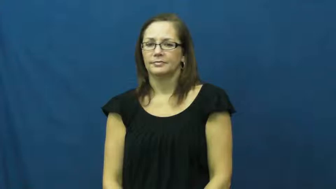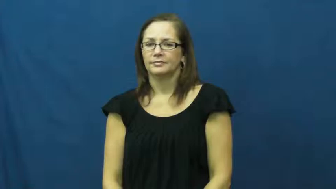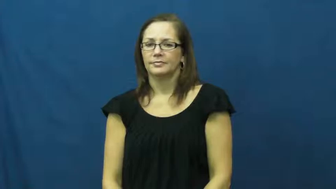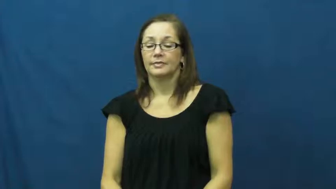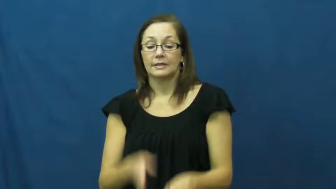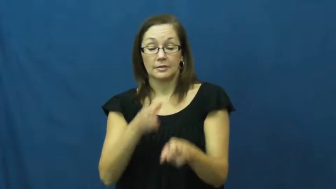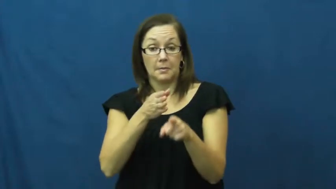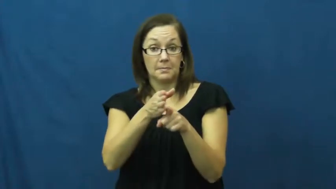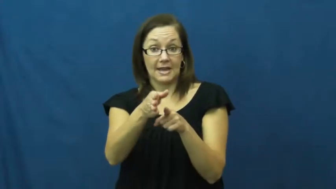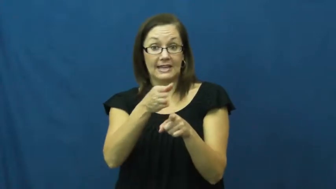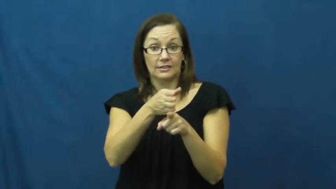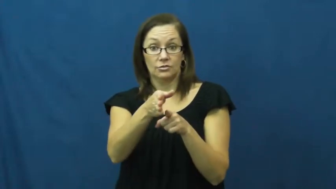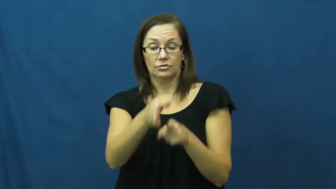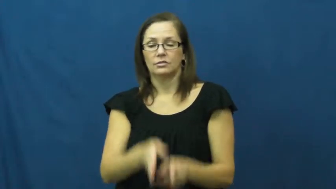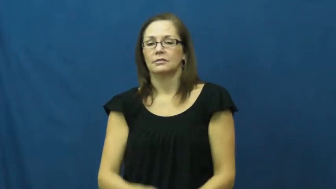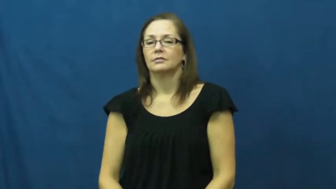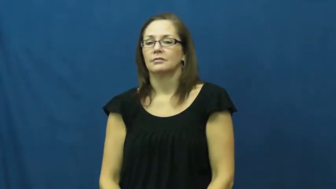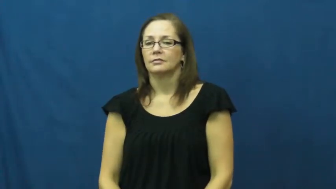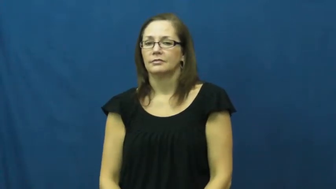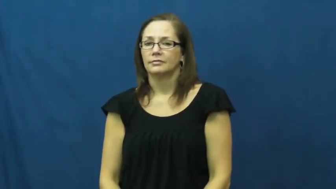major,track-degree